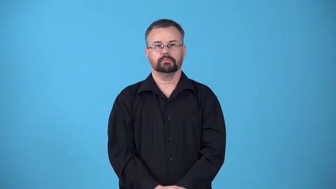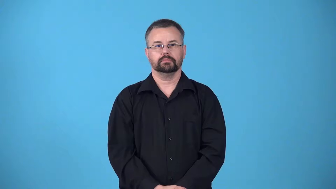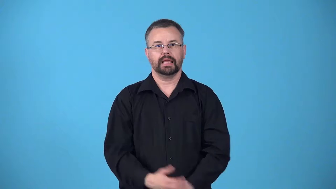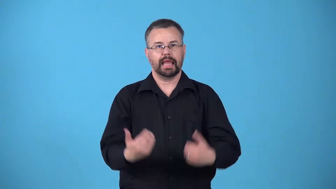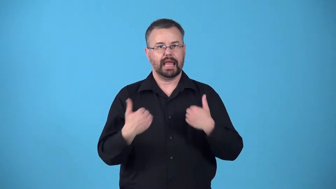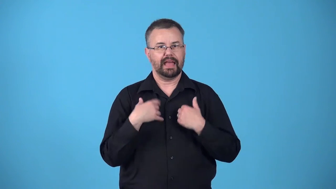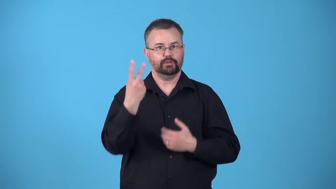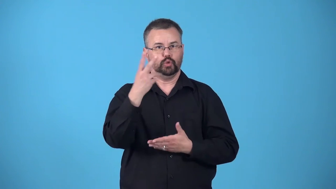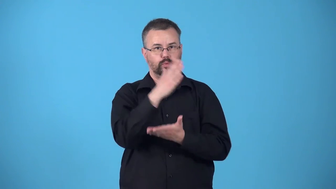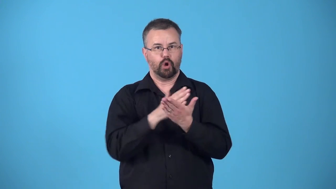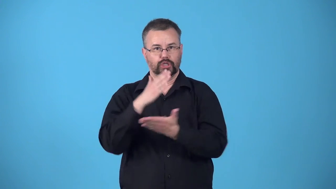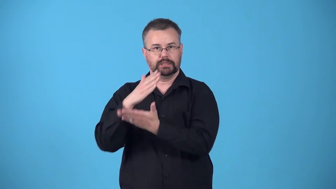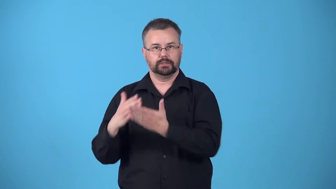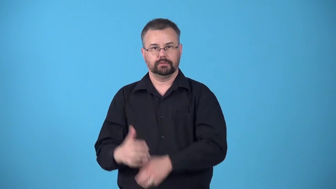binary-having two parts